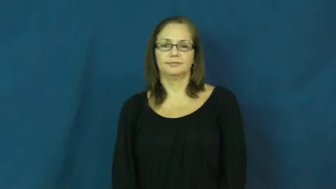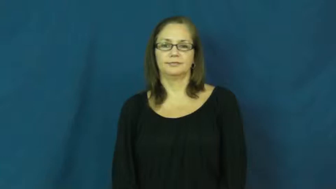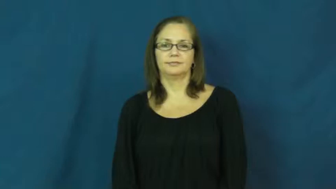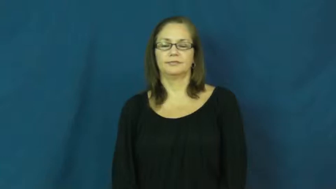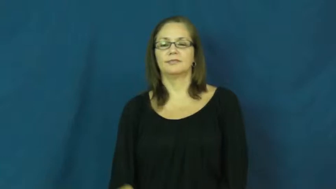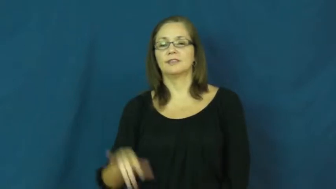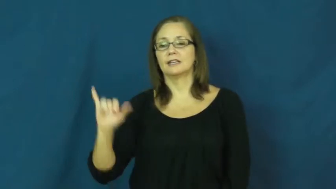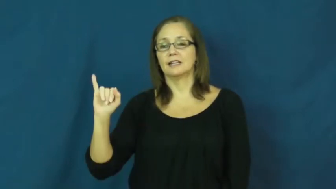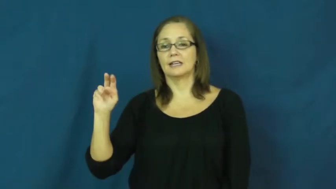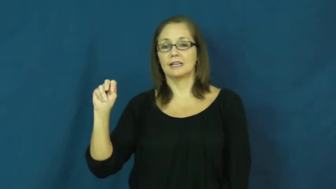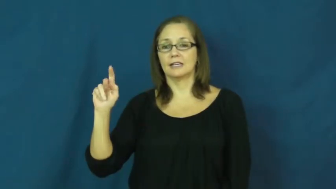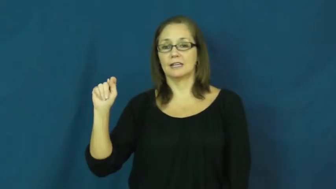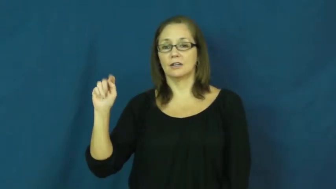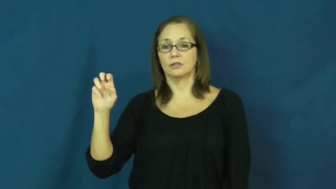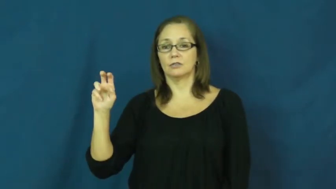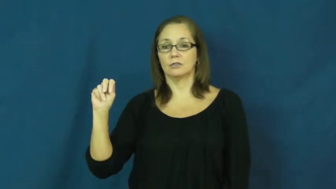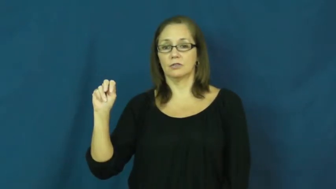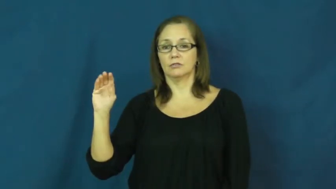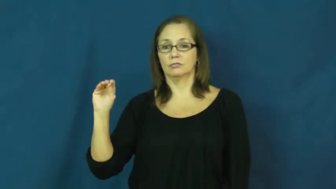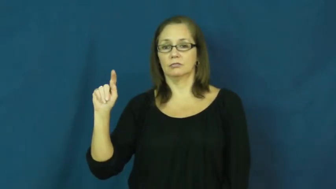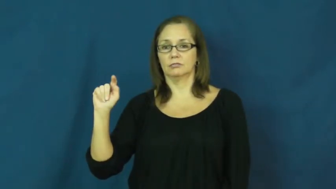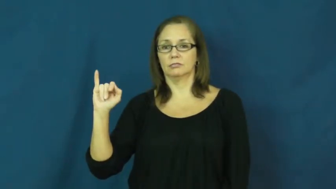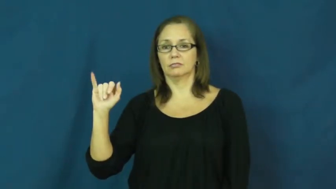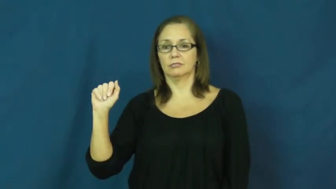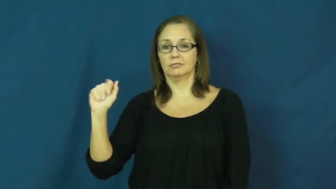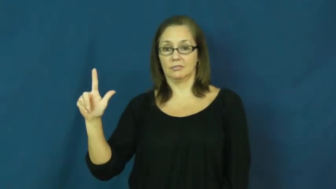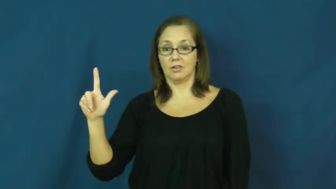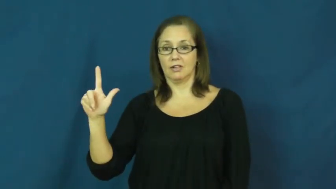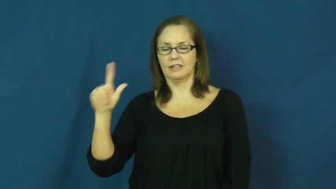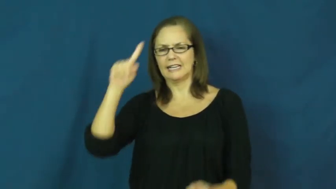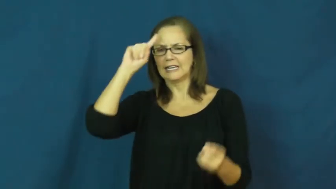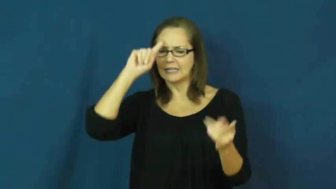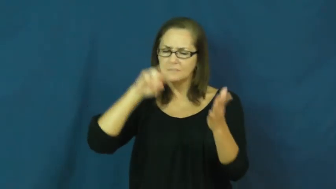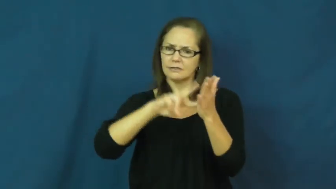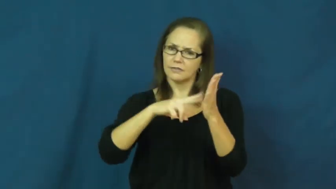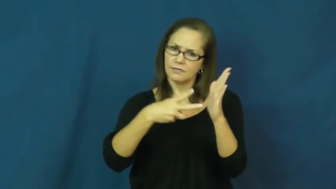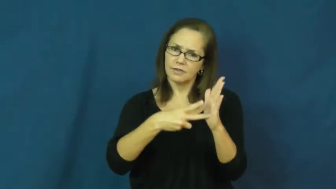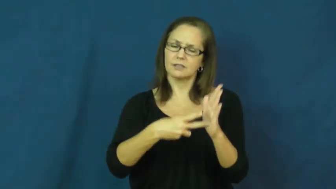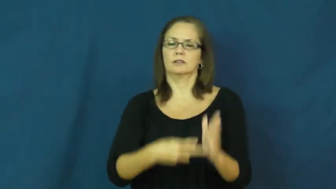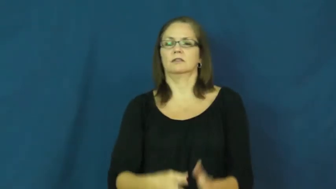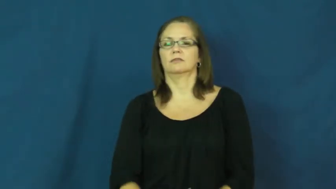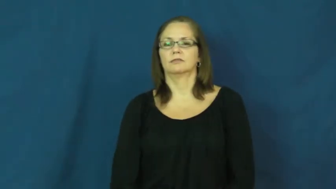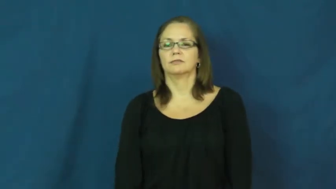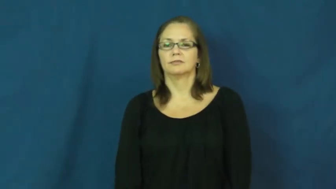intentional